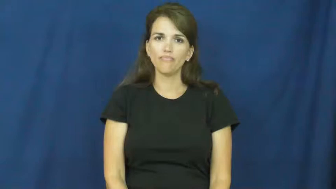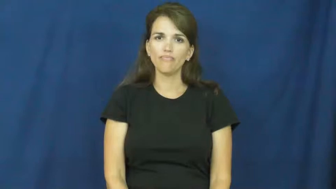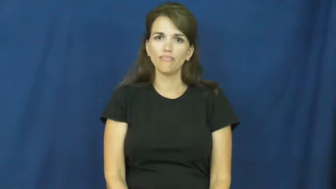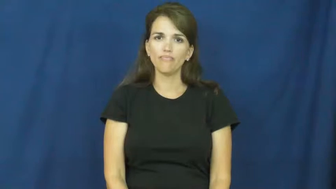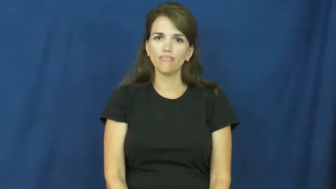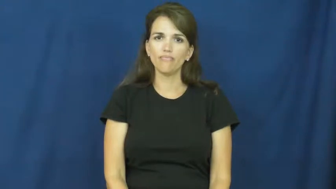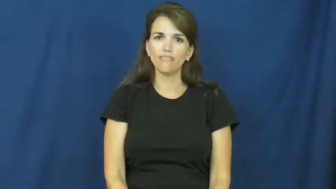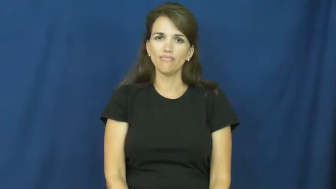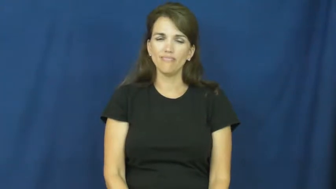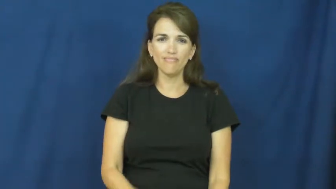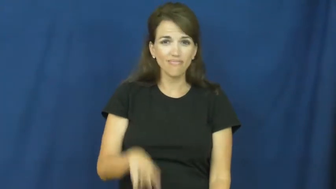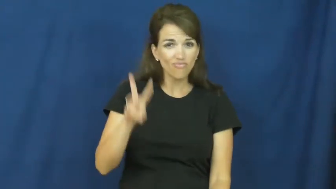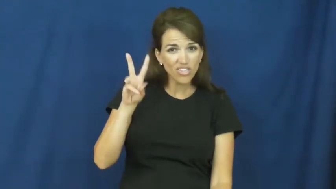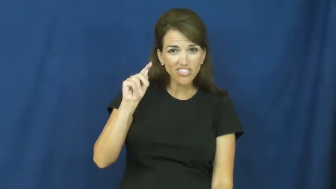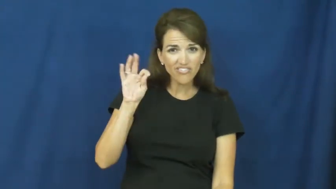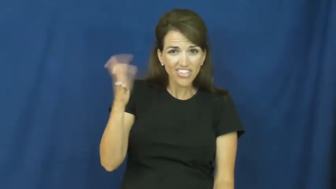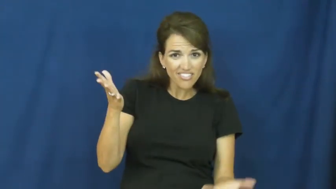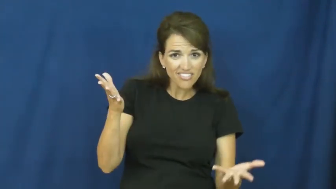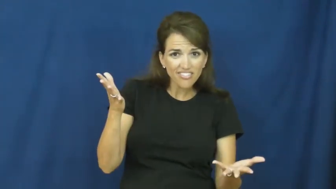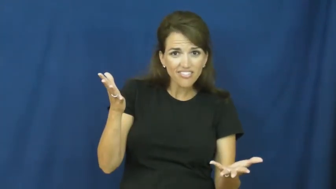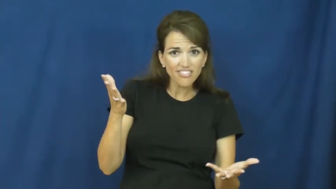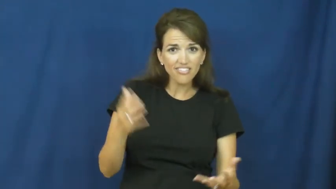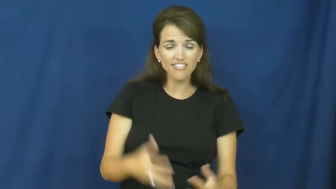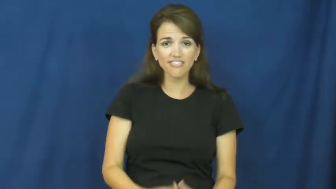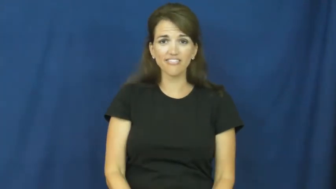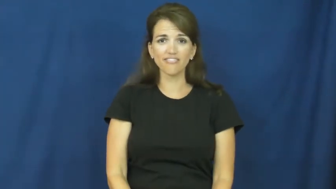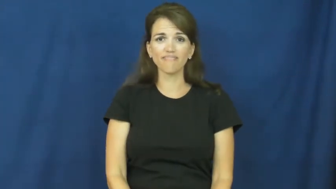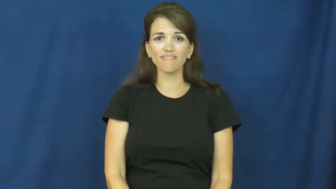wtf